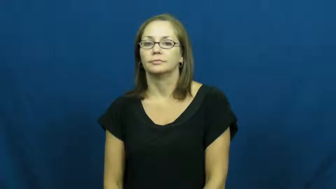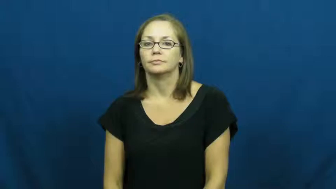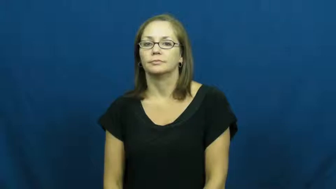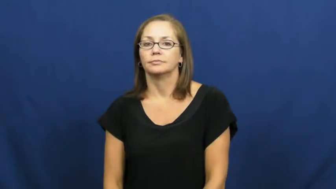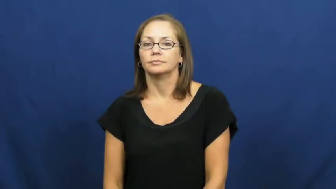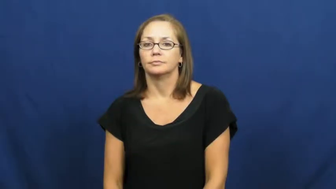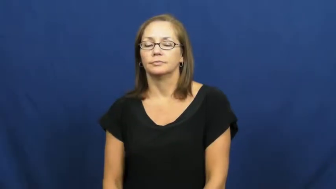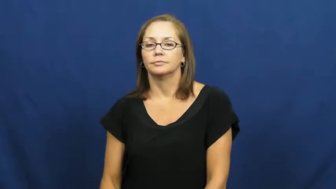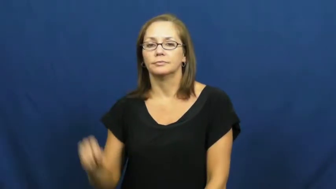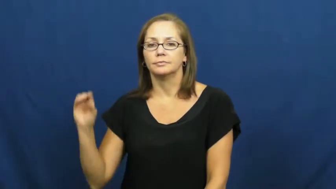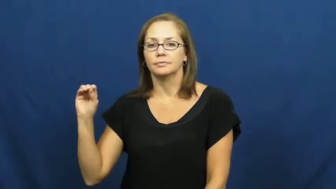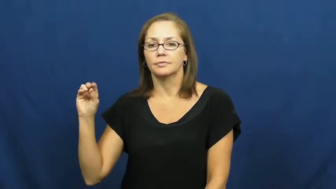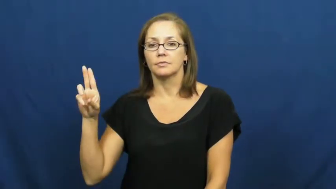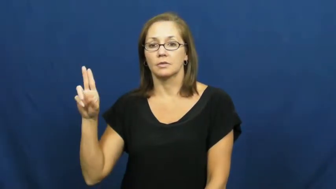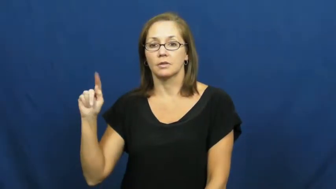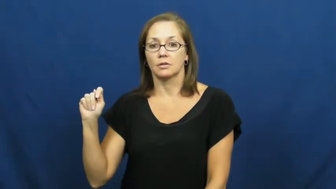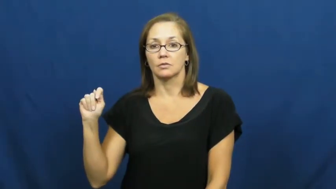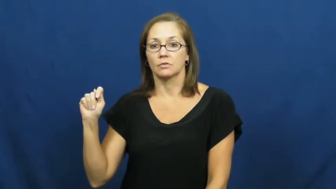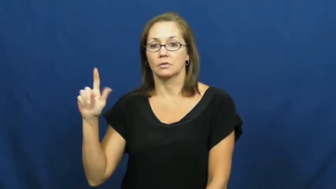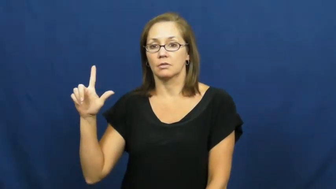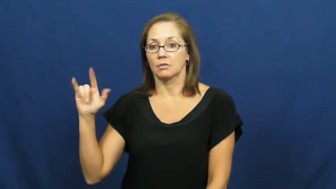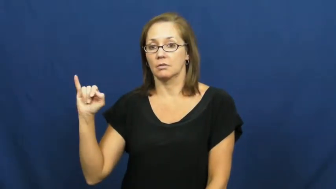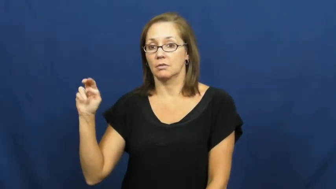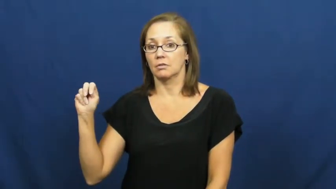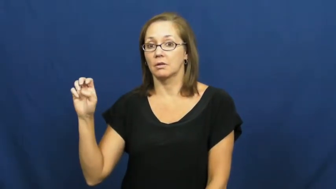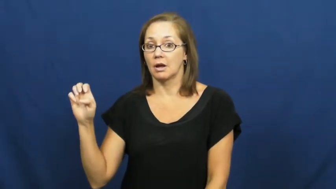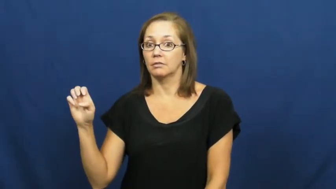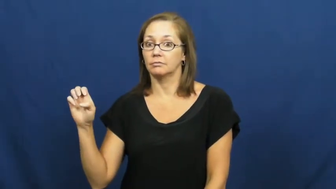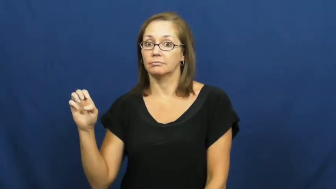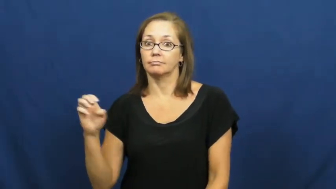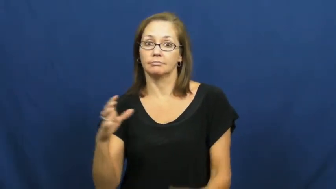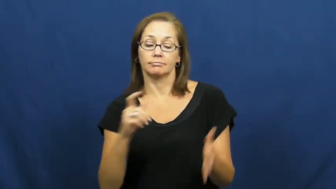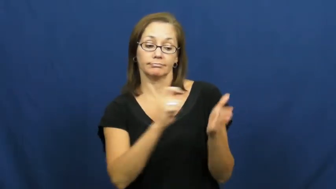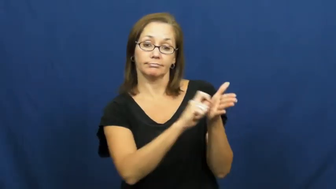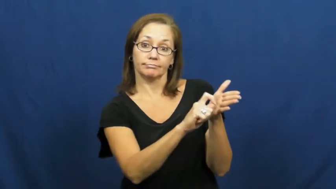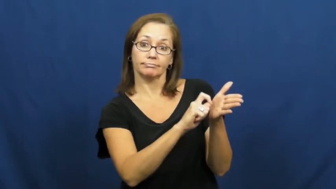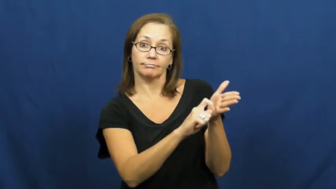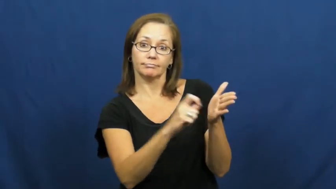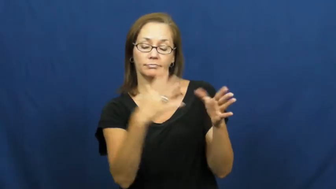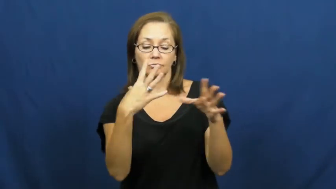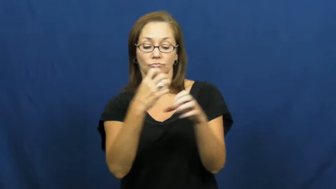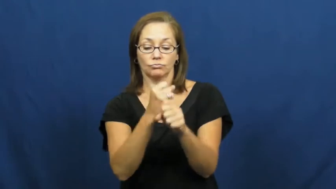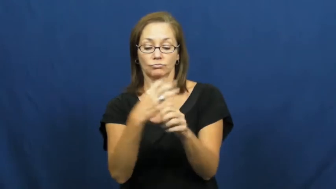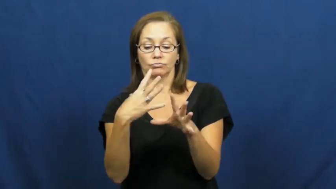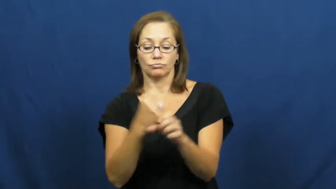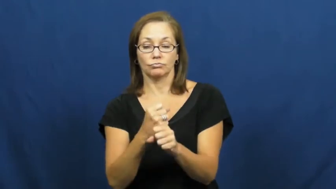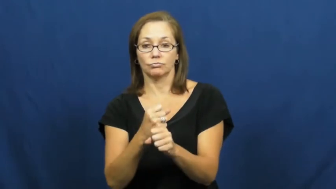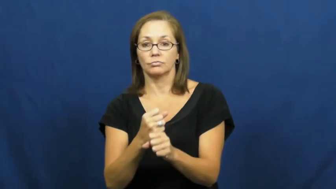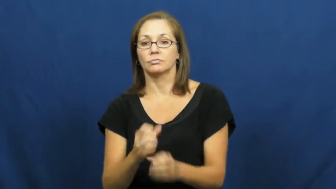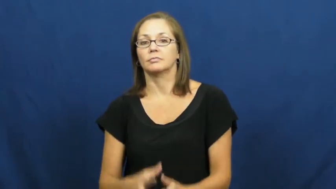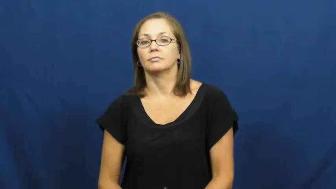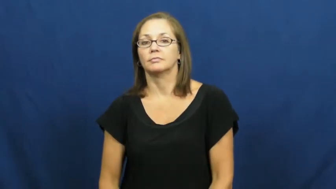outline-notes